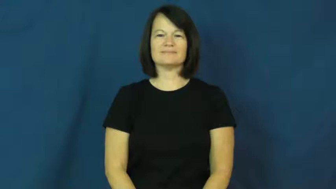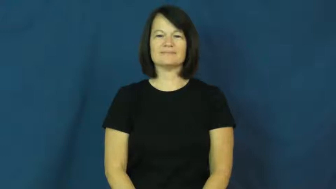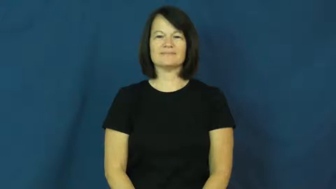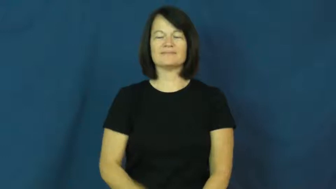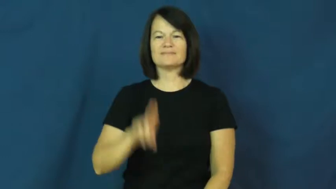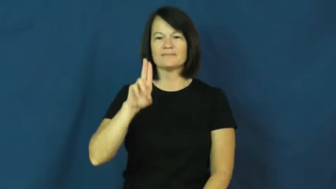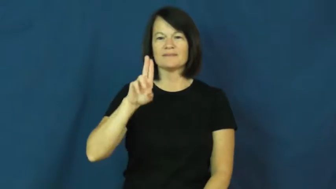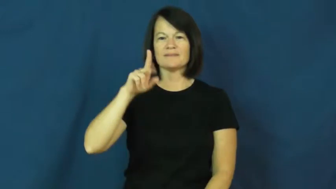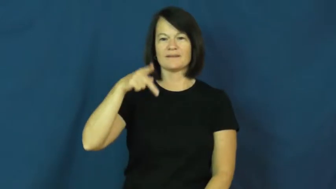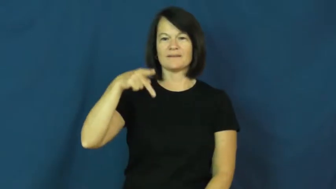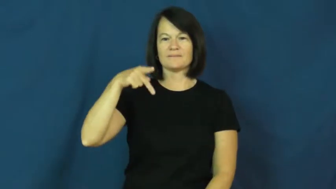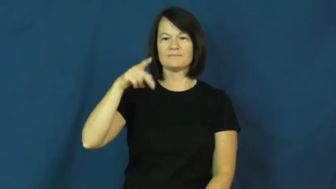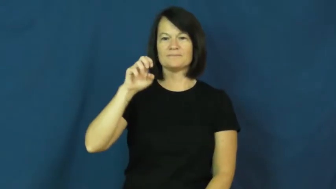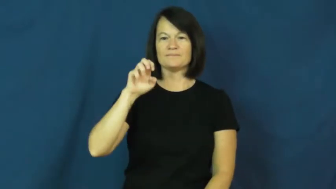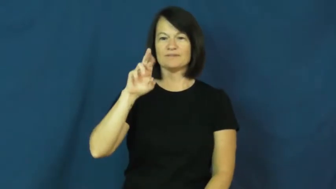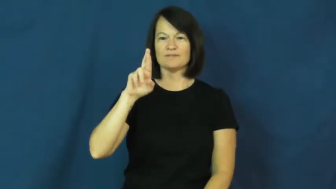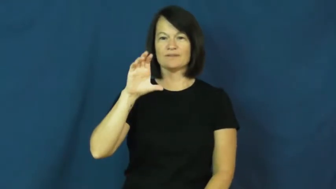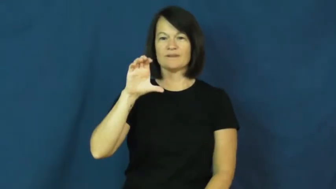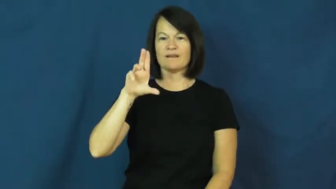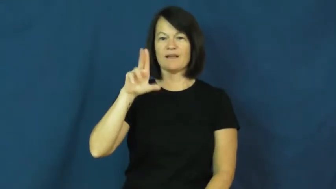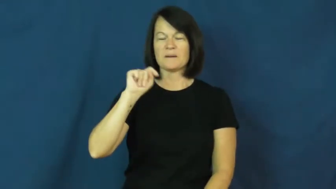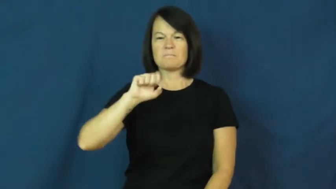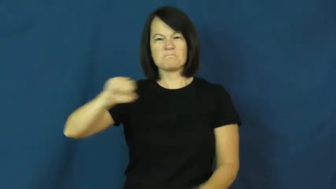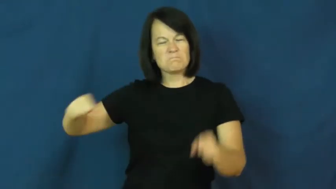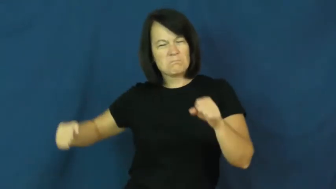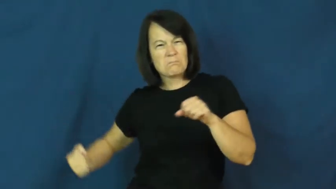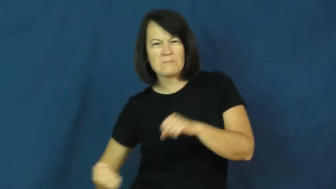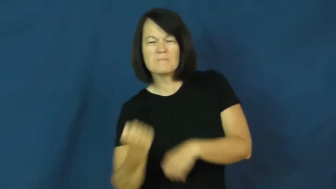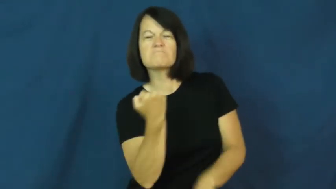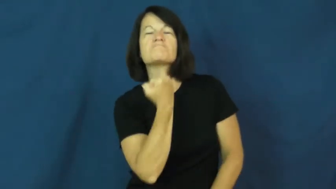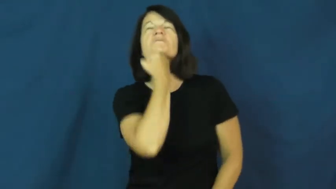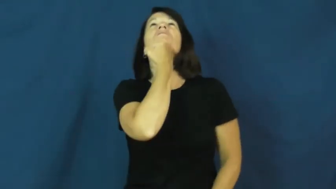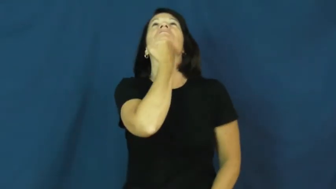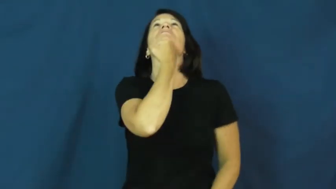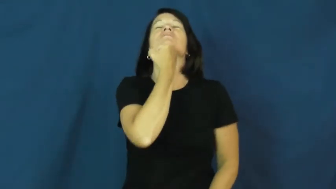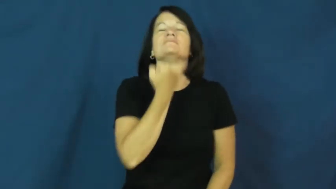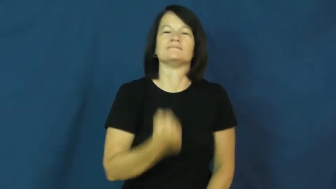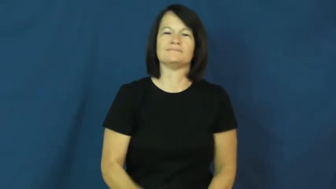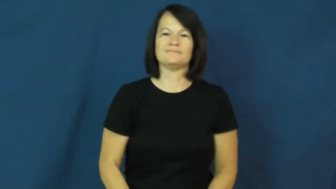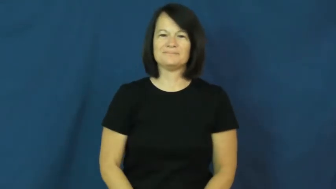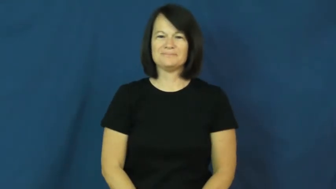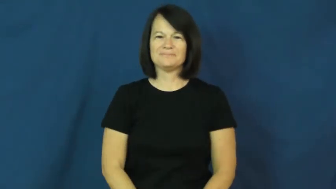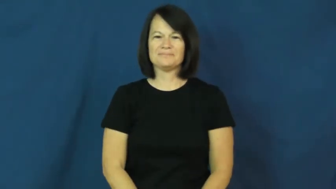uppercut